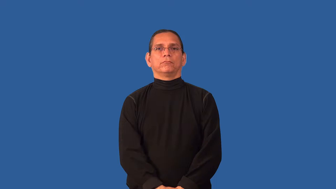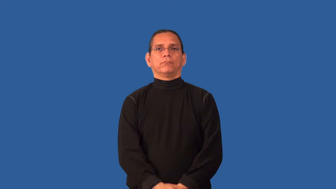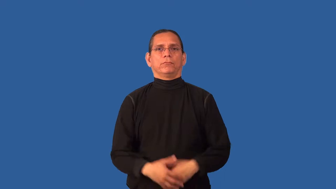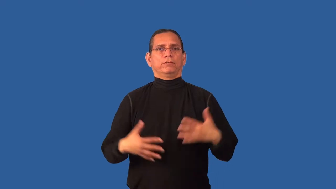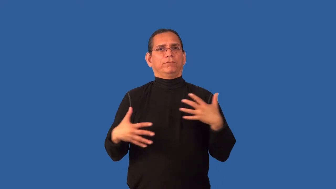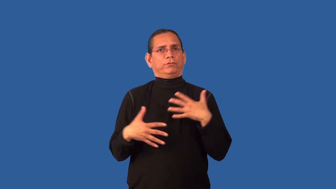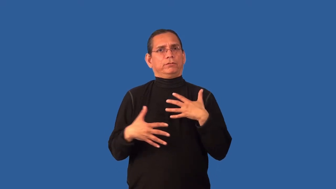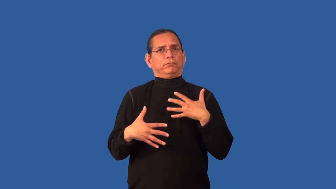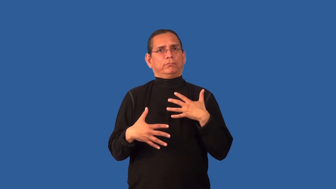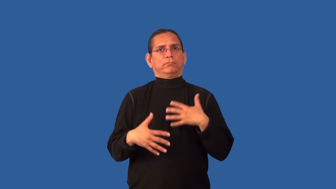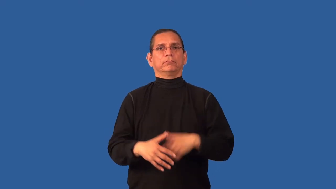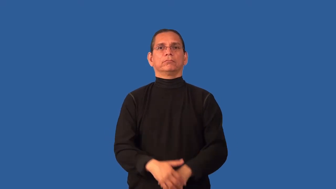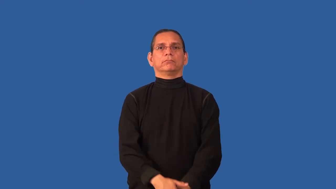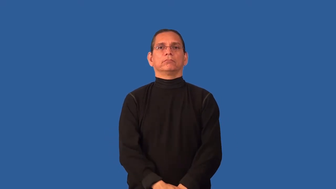chilling,scary,eerie,spooky,ghostly